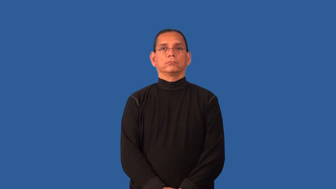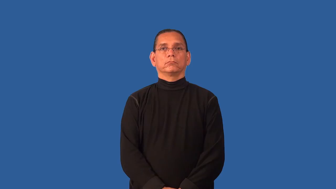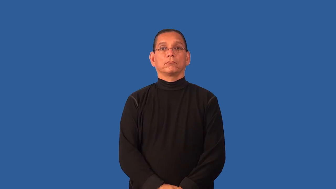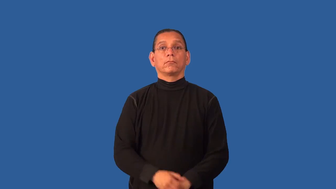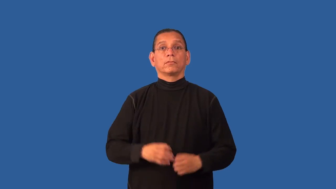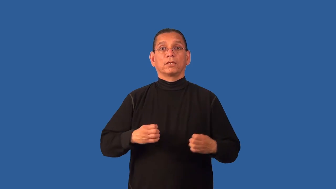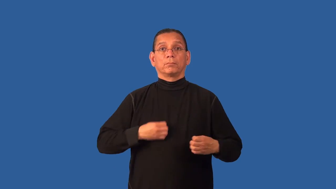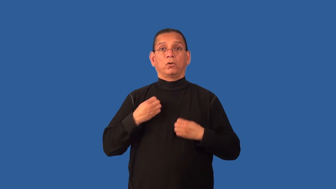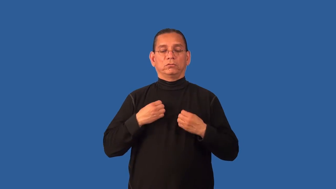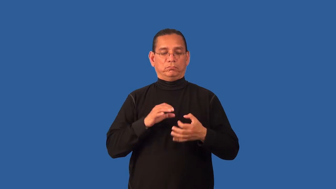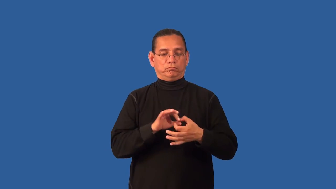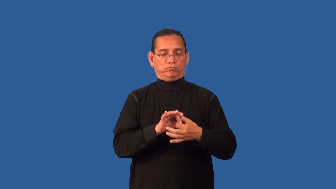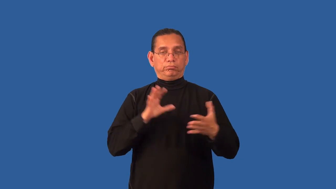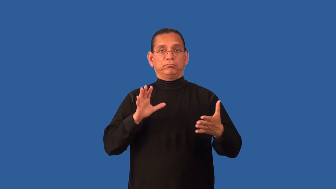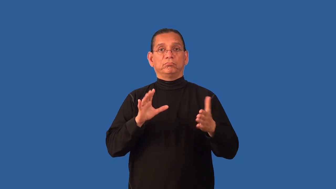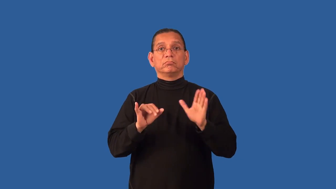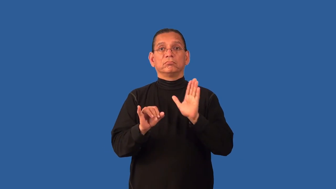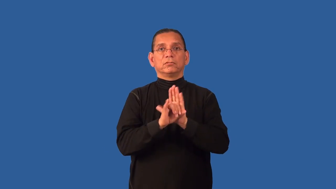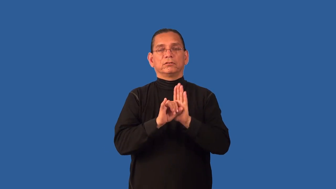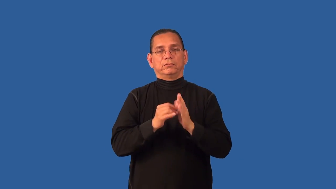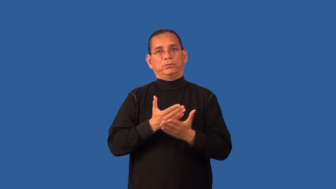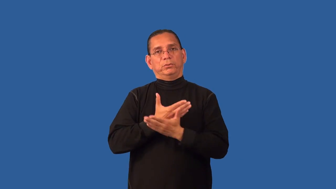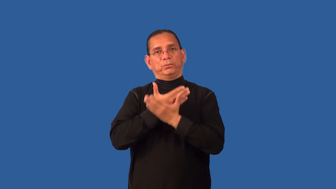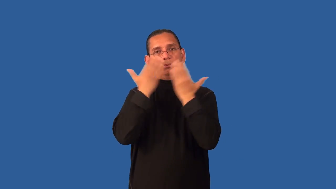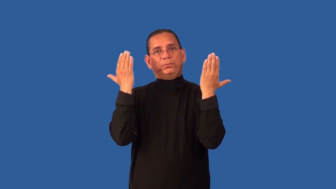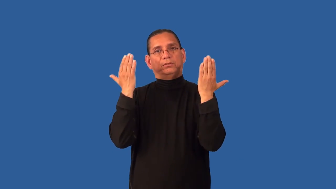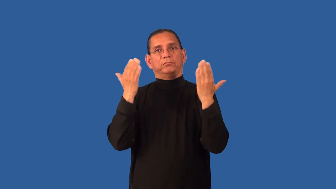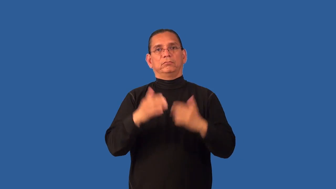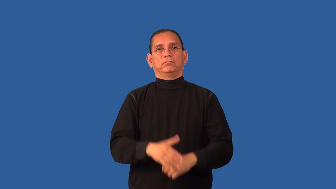depersonalize